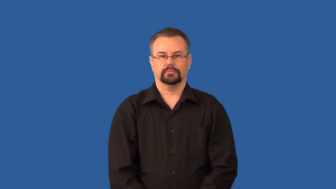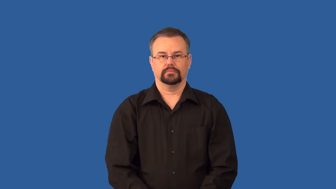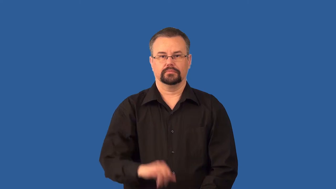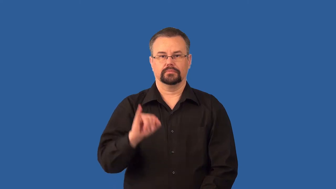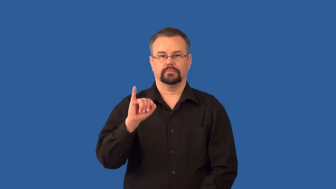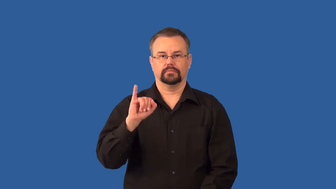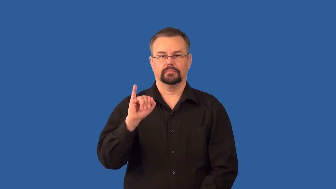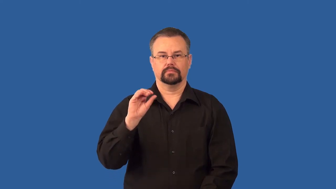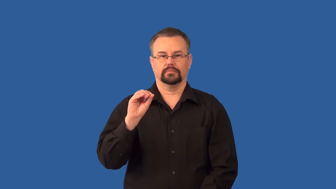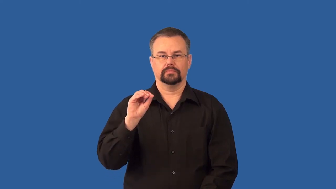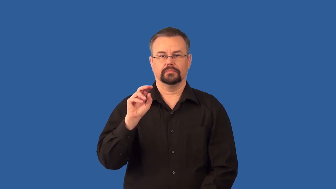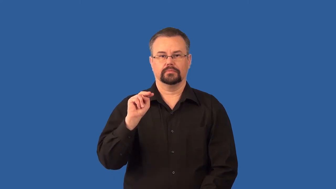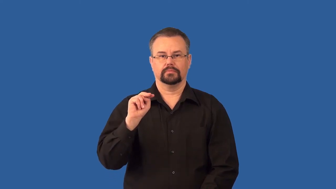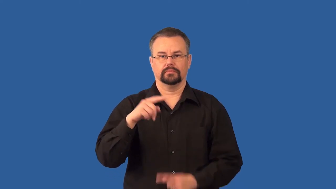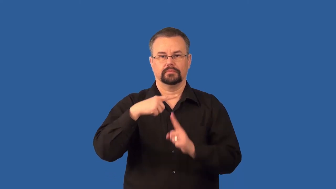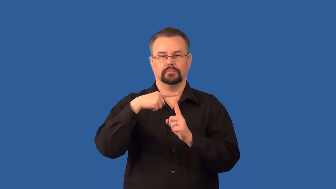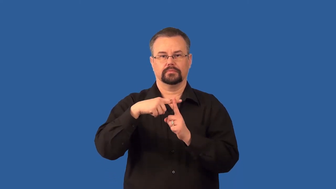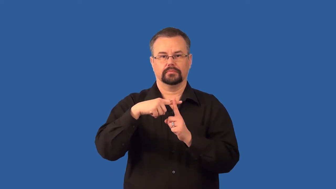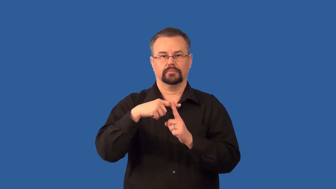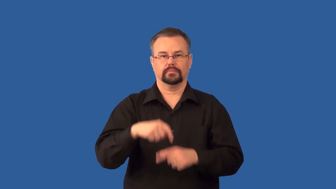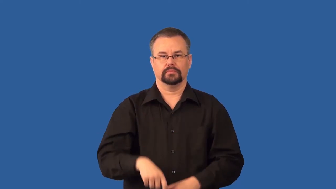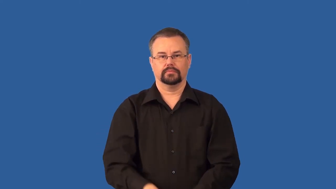cation